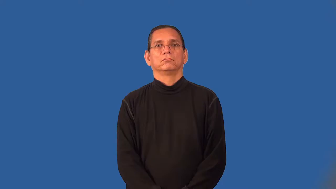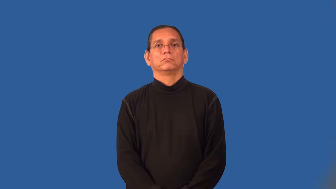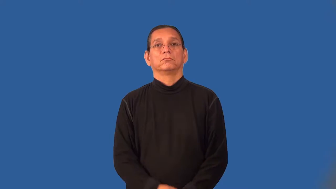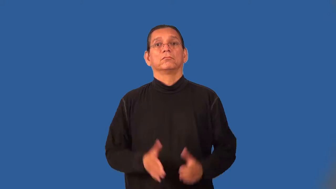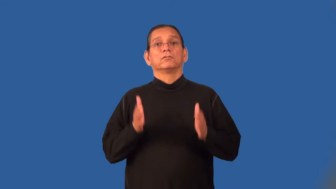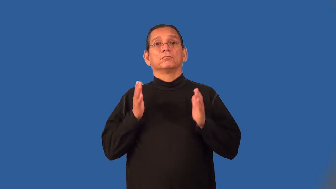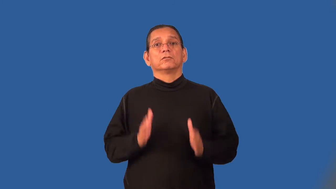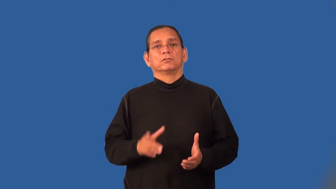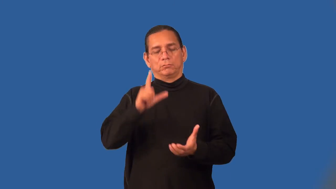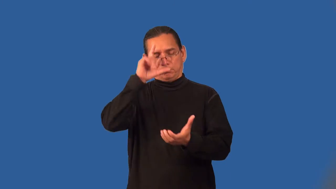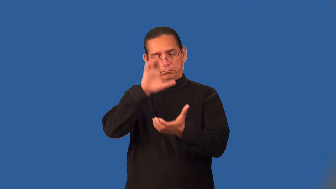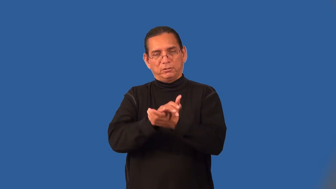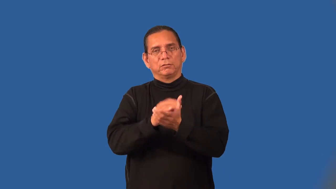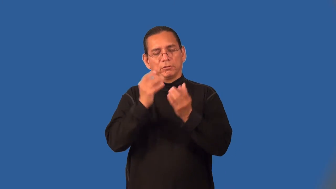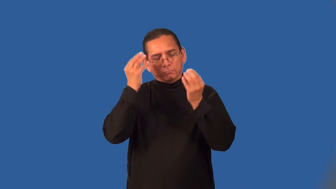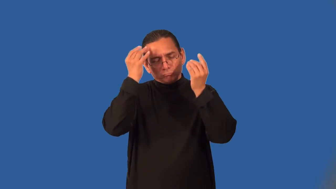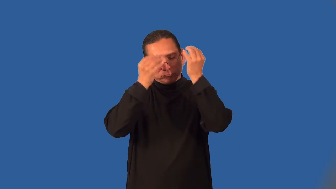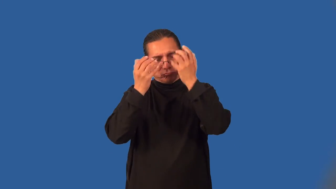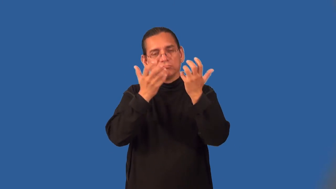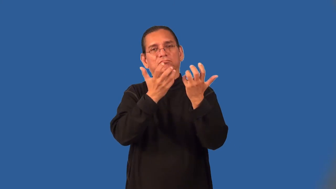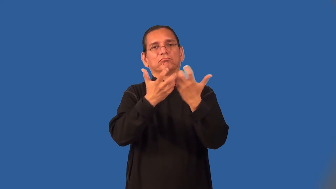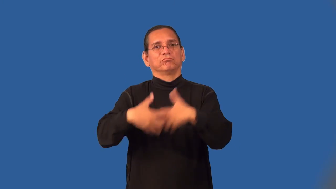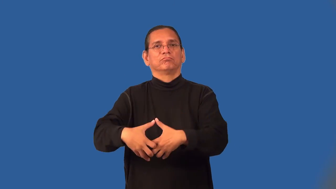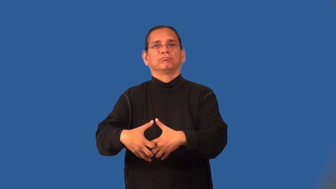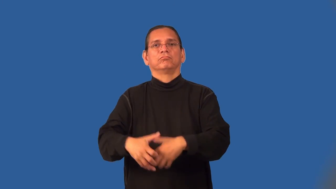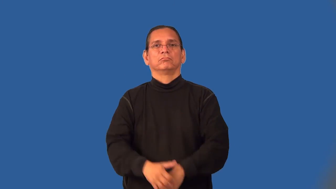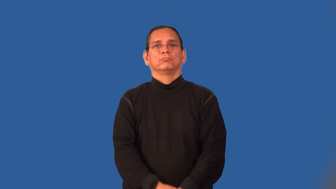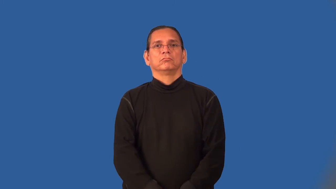rationalist